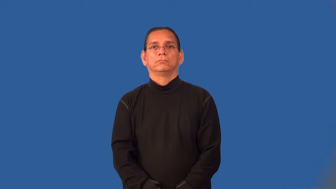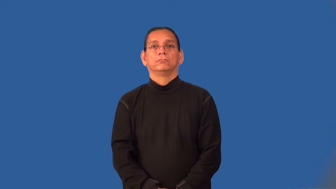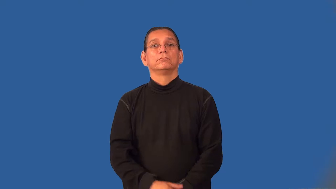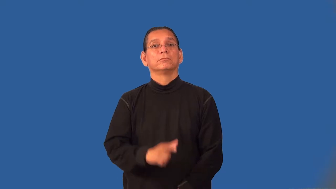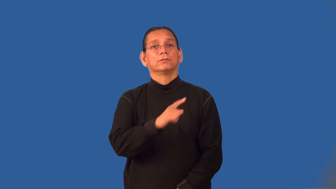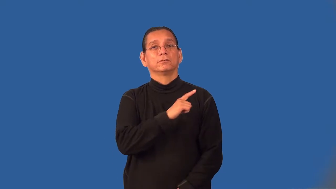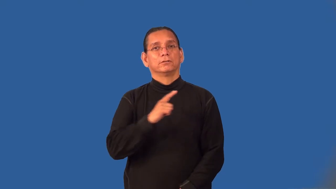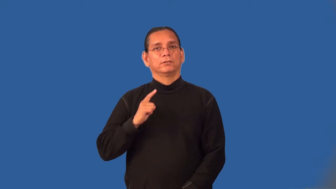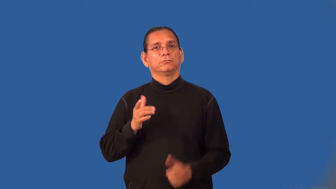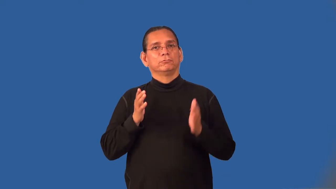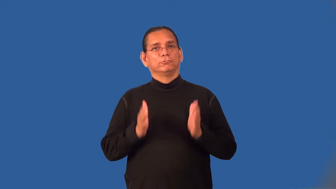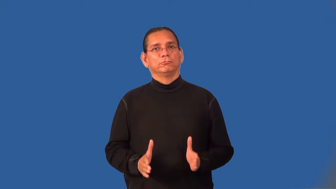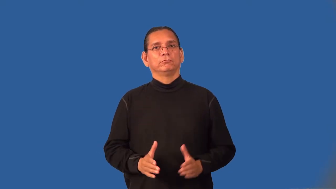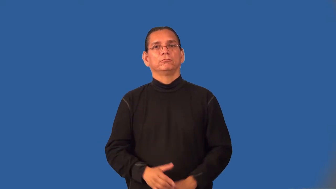legislator,lawmaker,policymaker